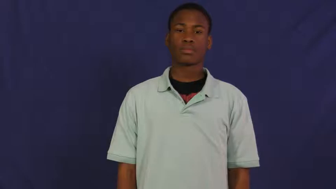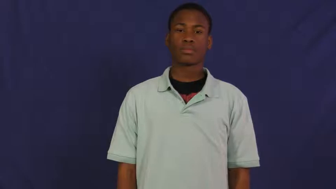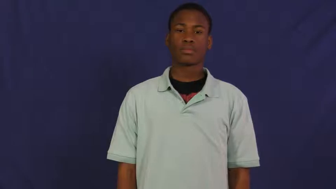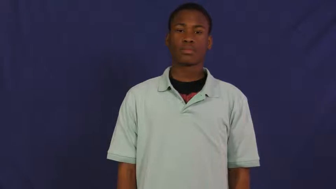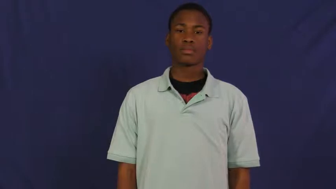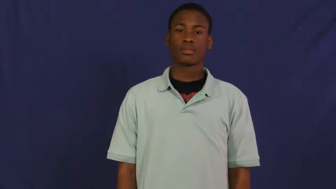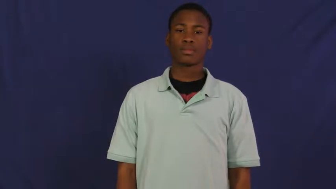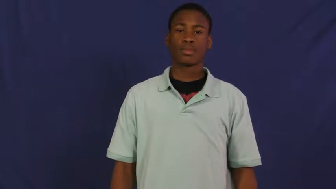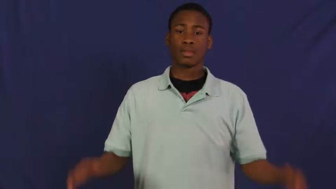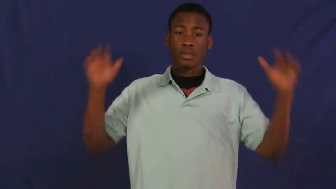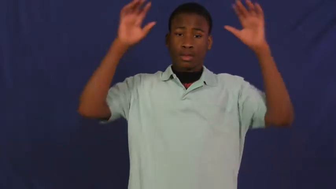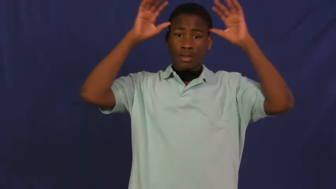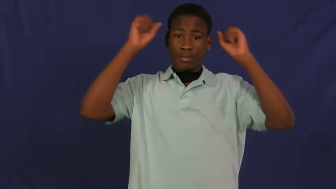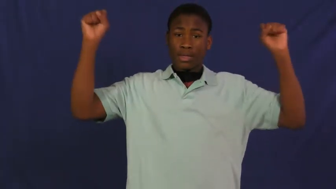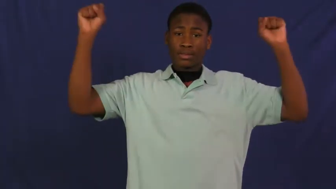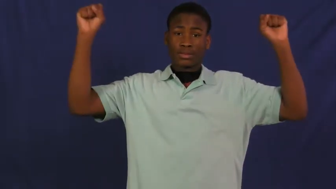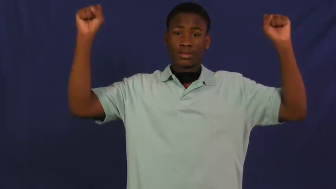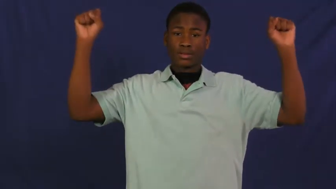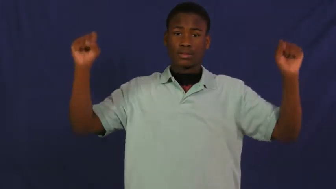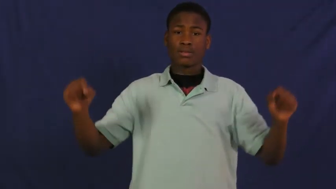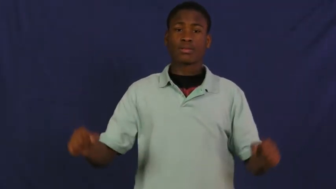president,prez,excutive,premier